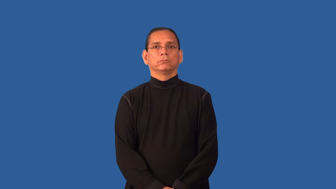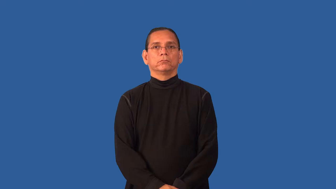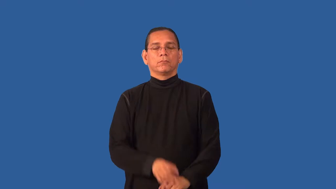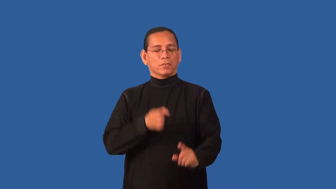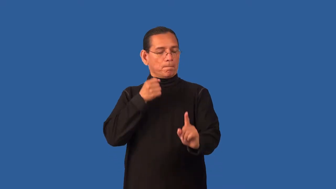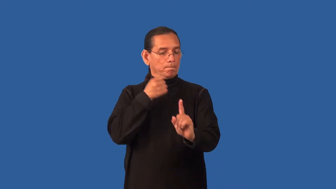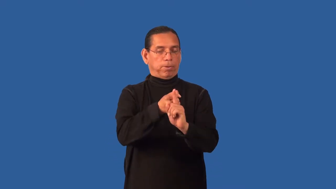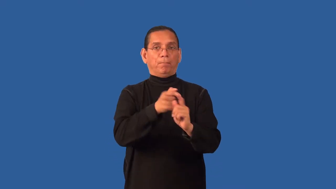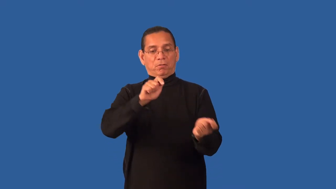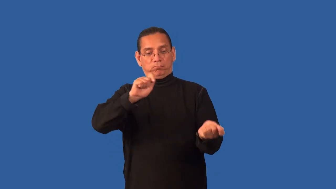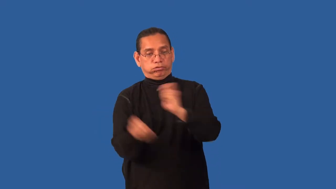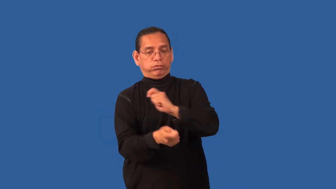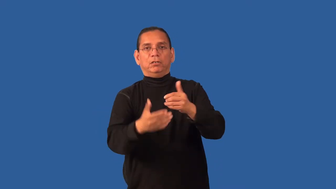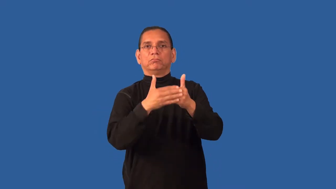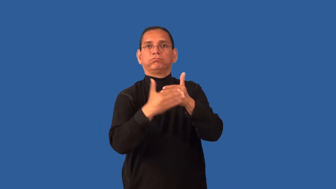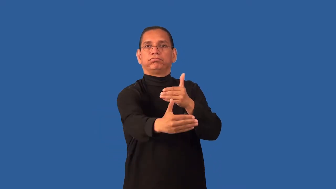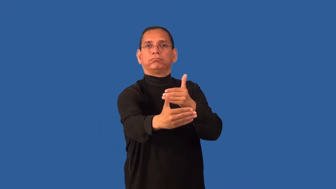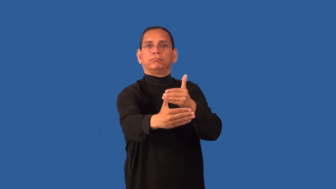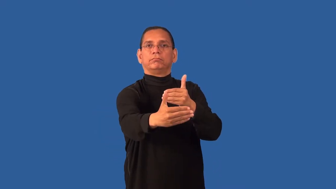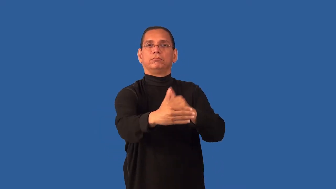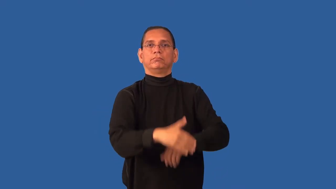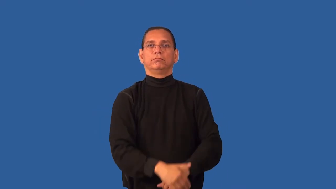fateful